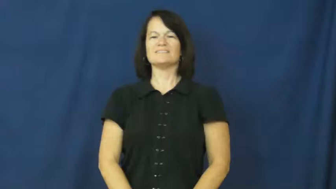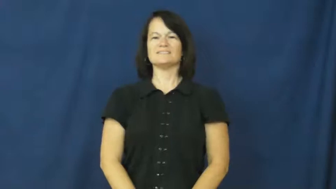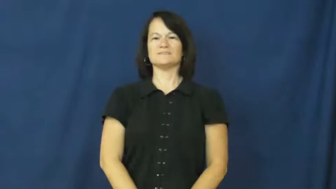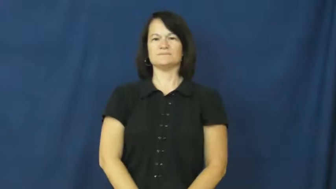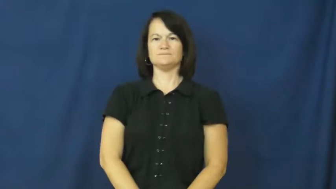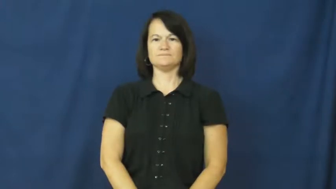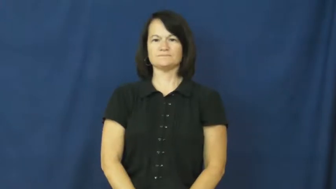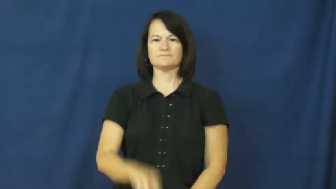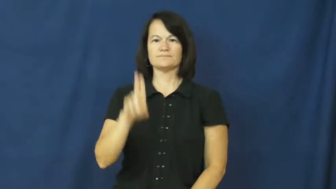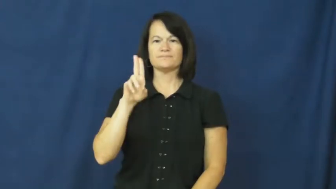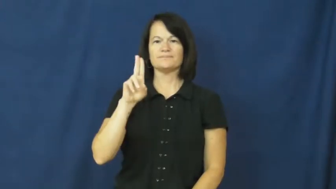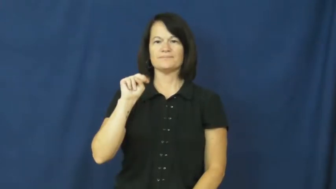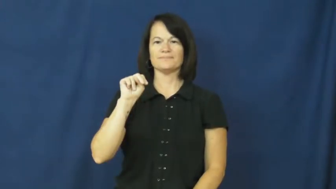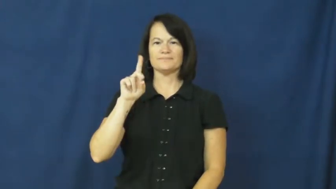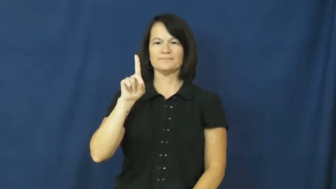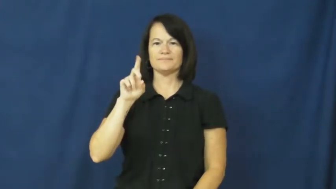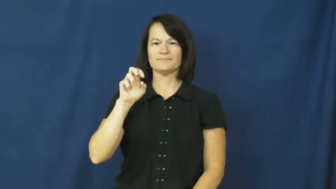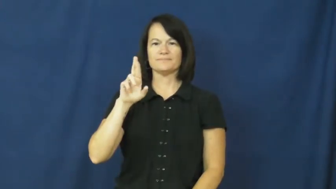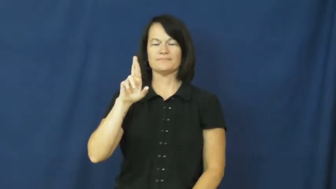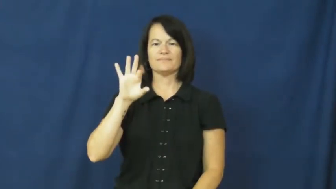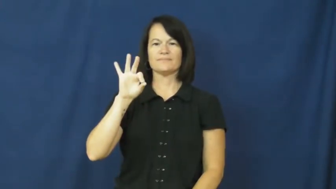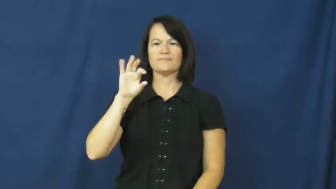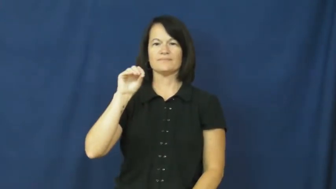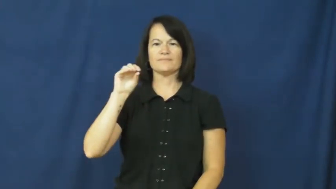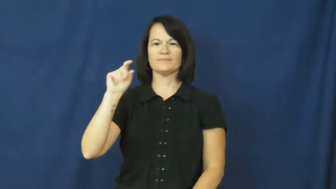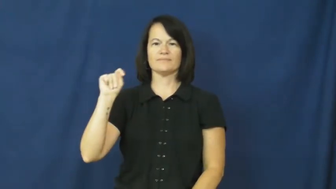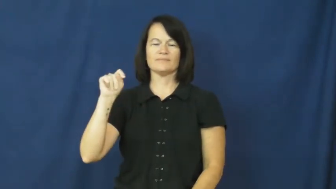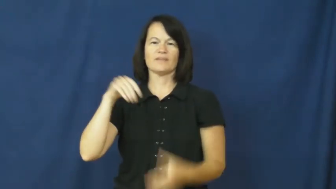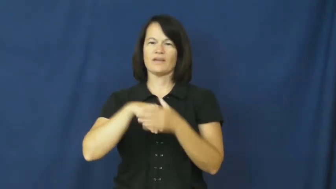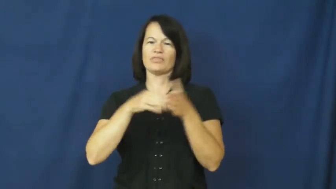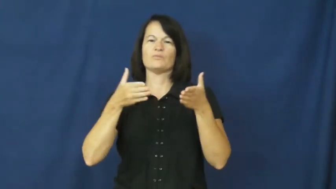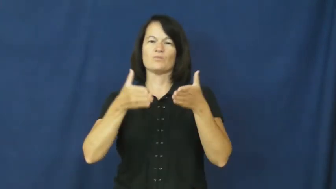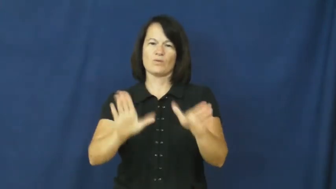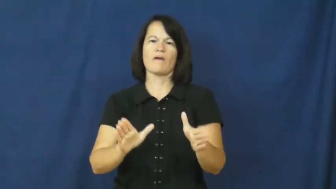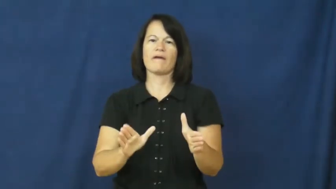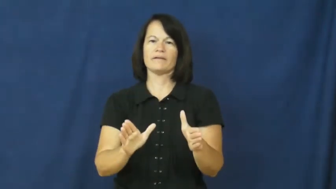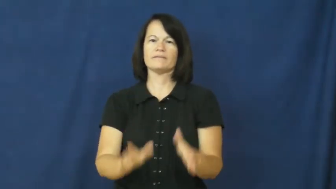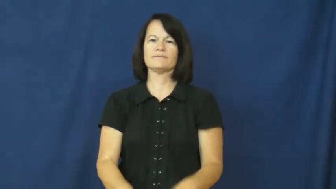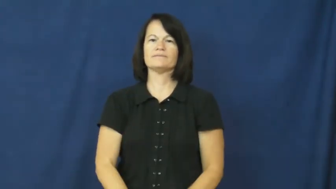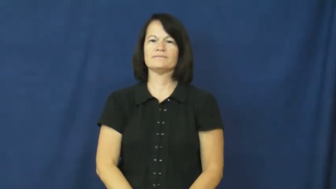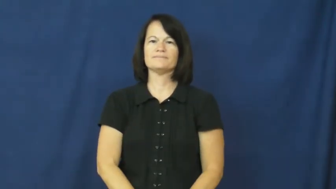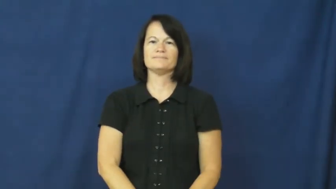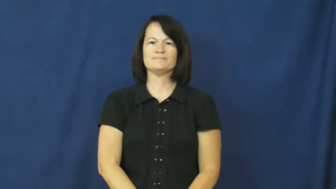underfoot